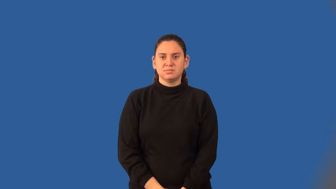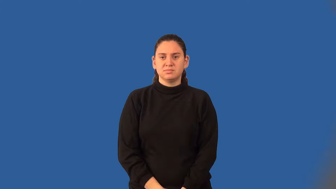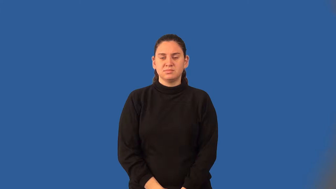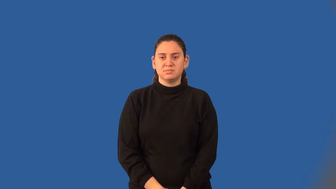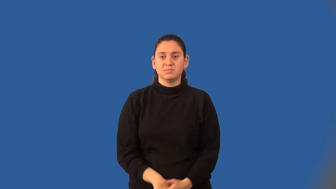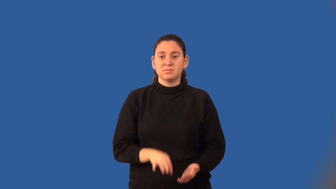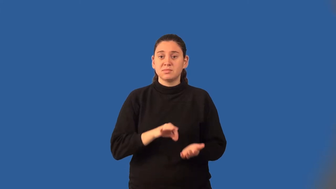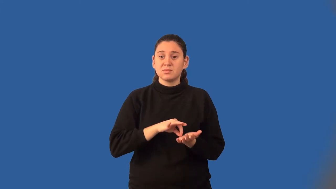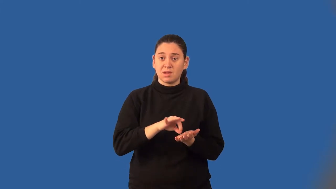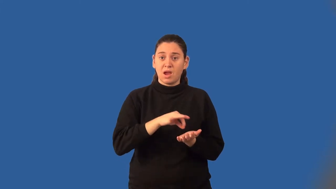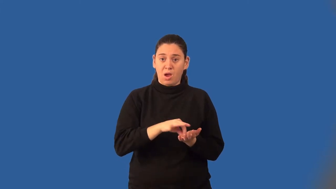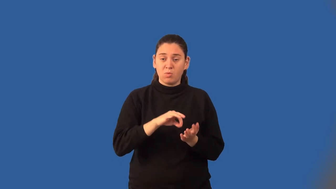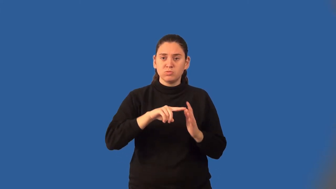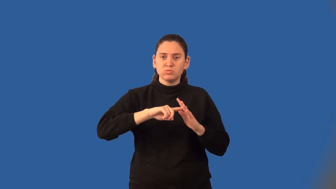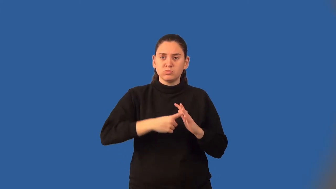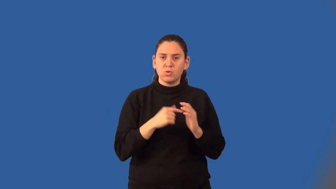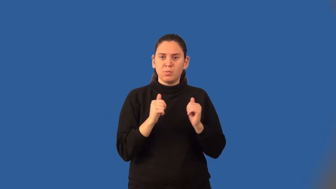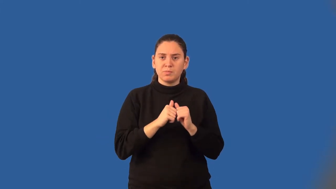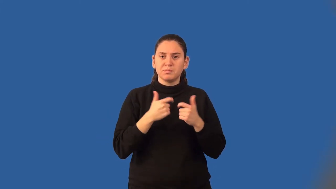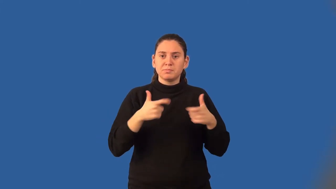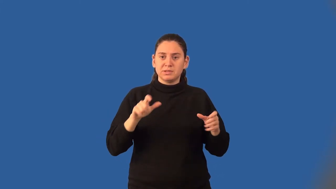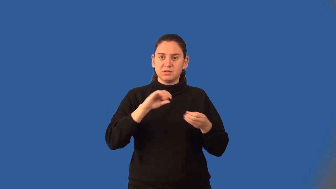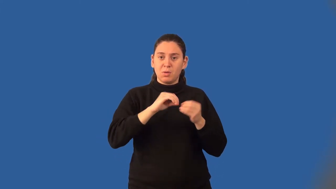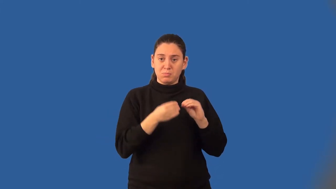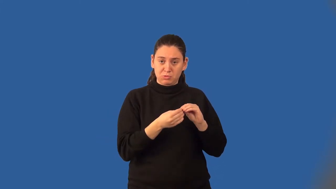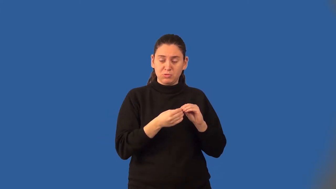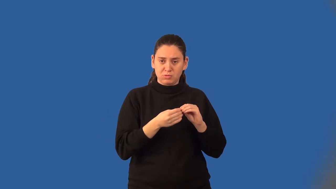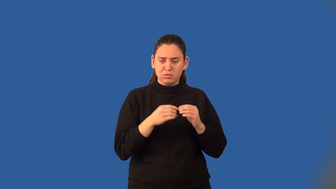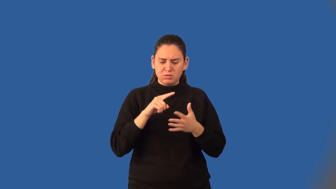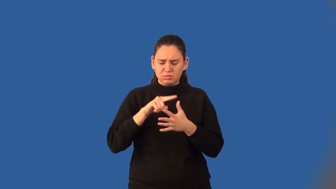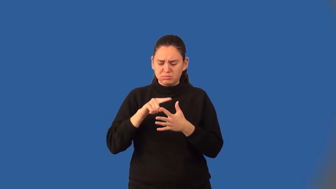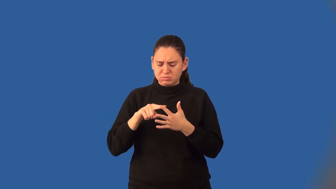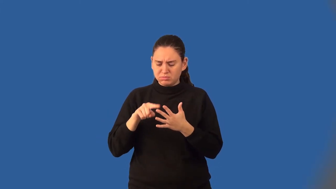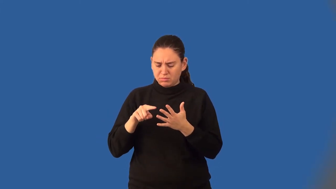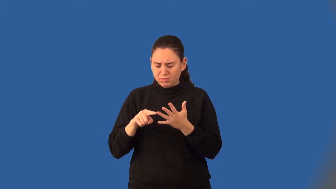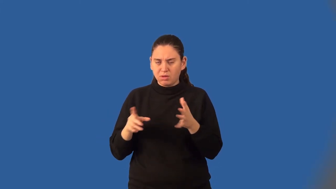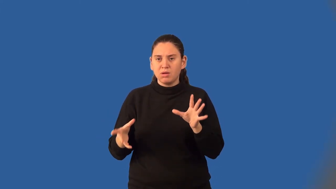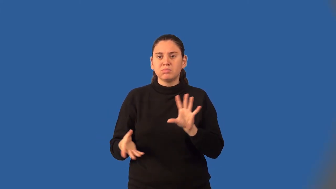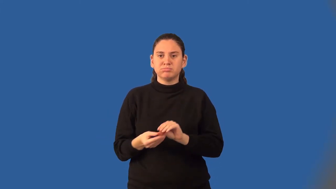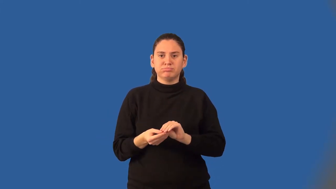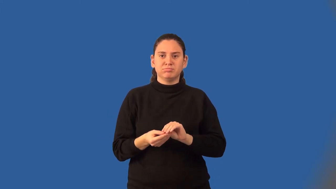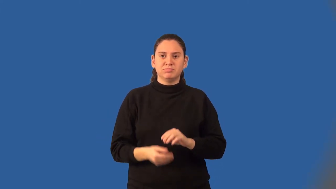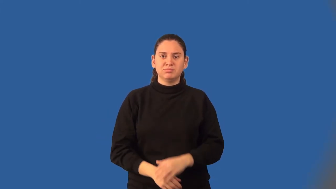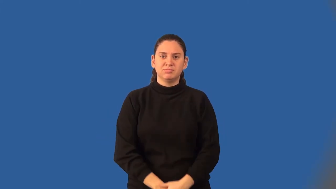count on